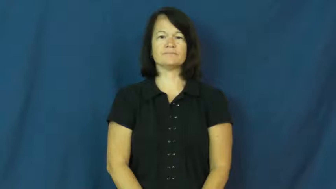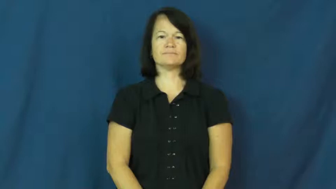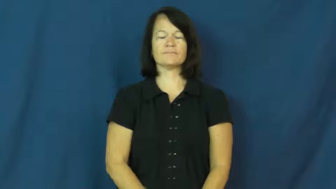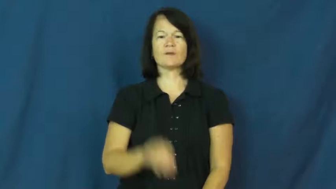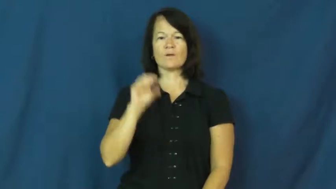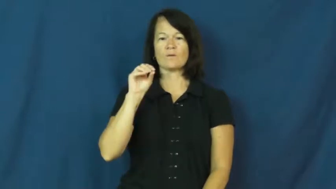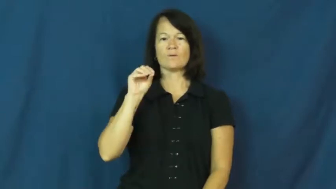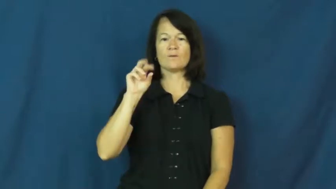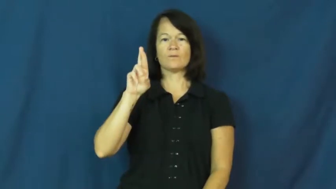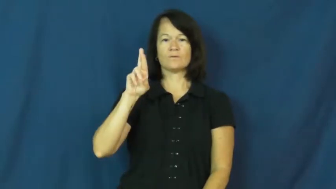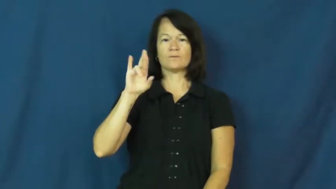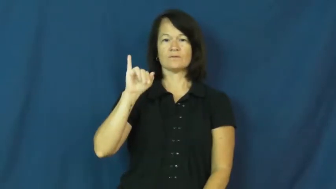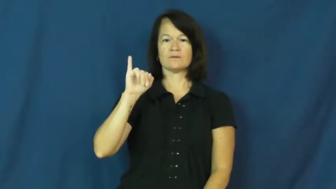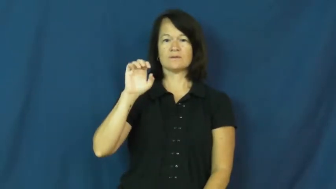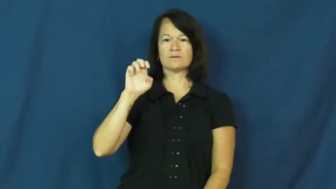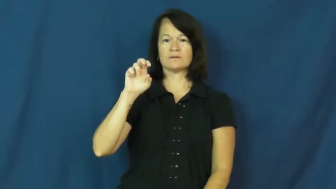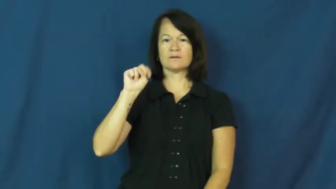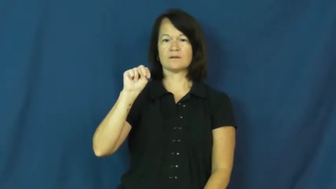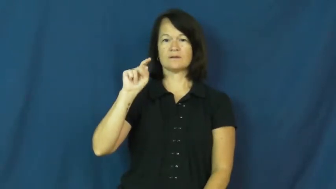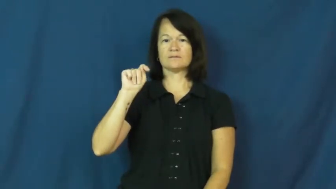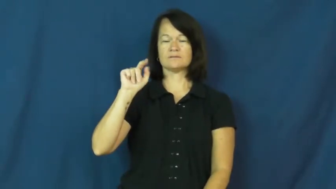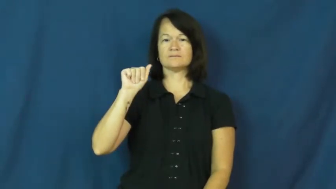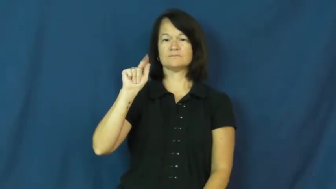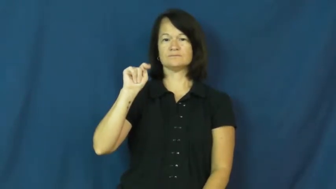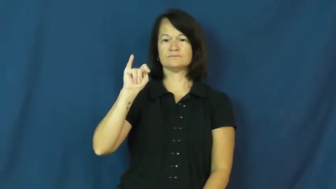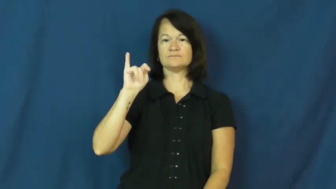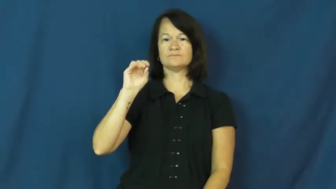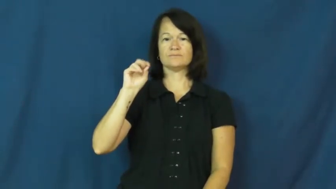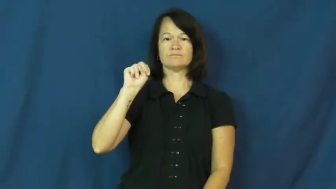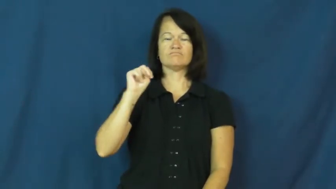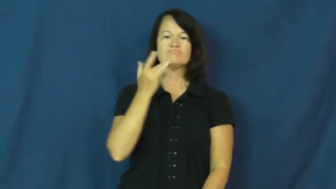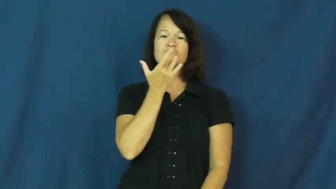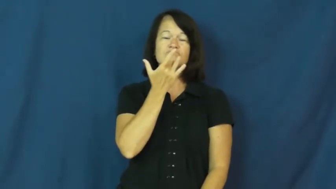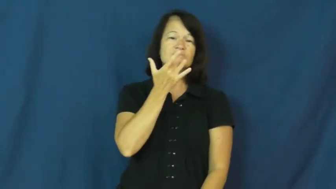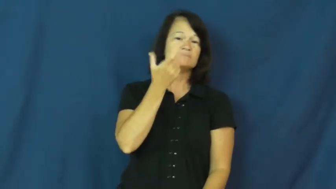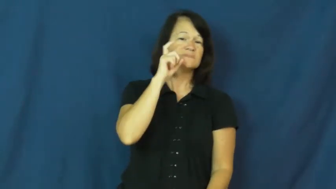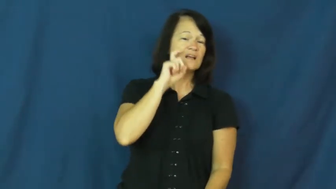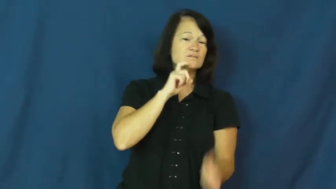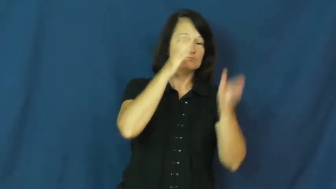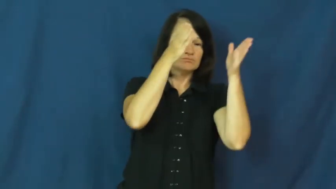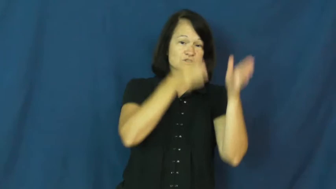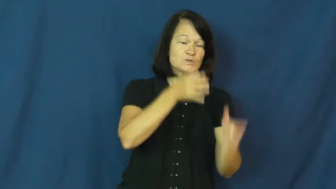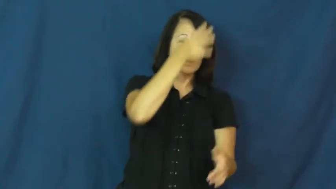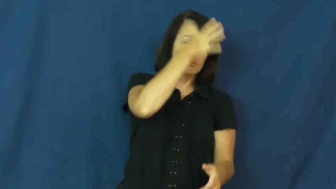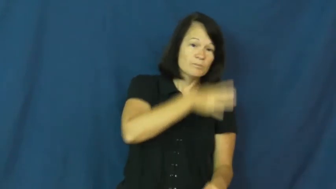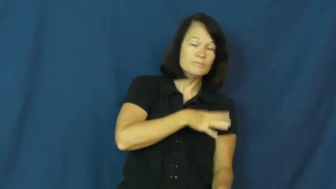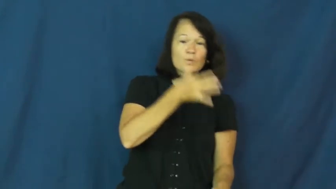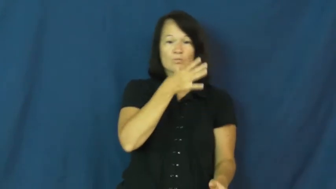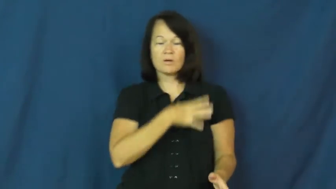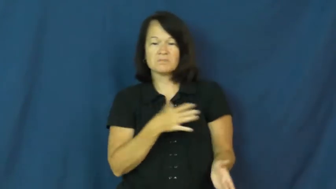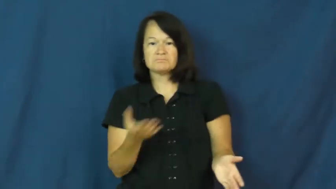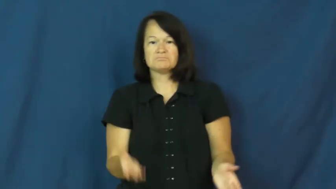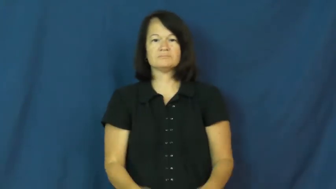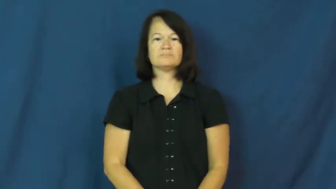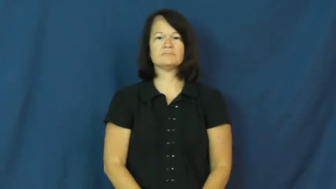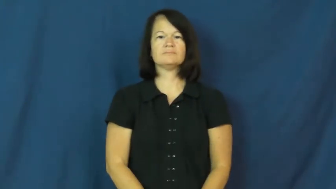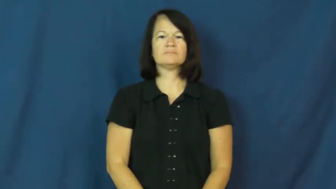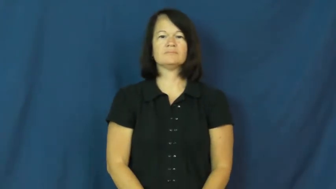orientation-sex